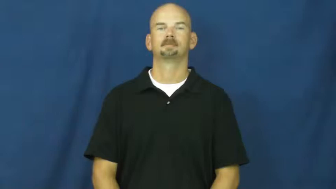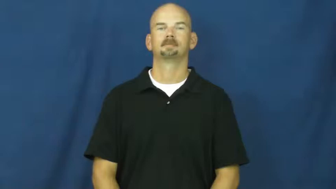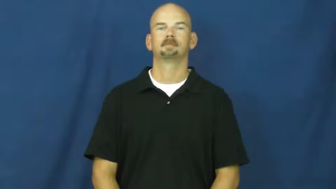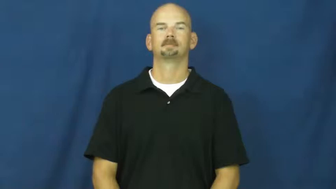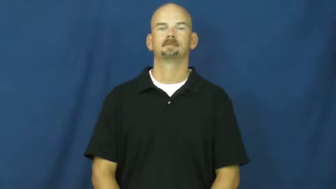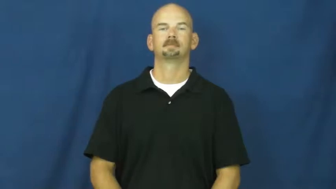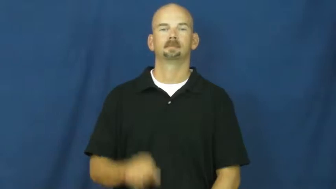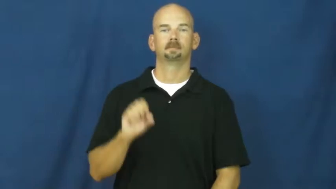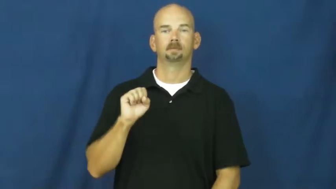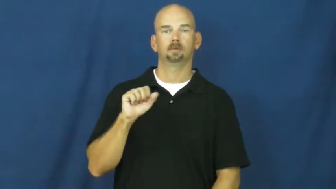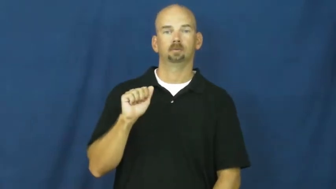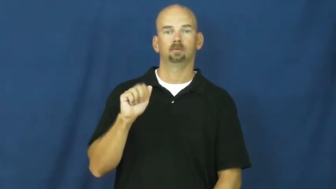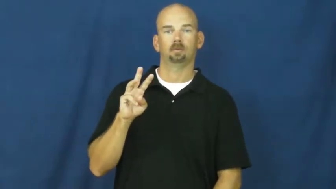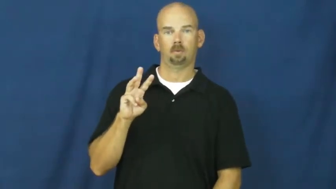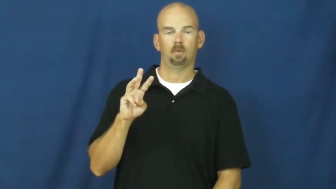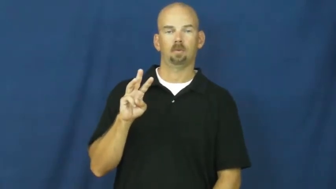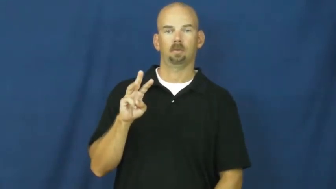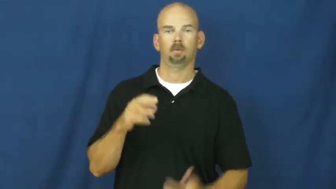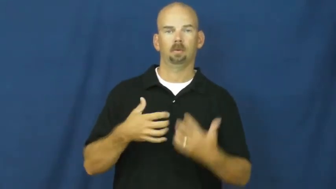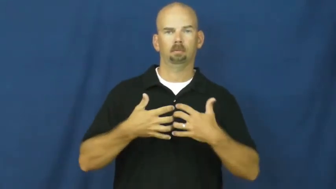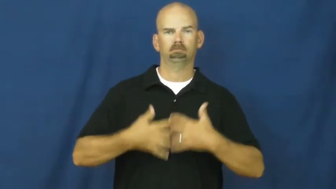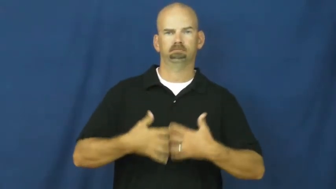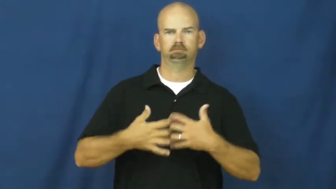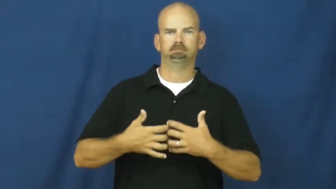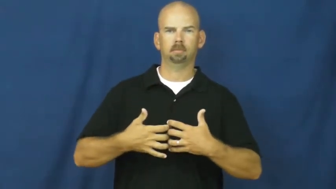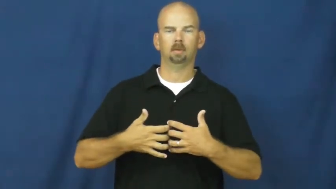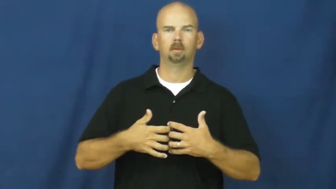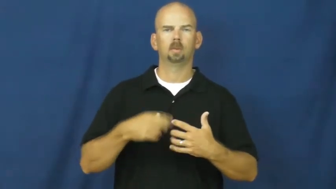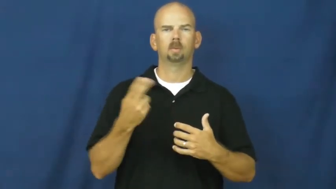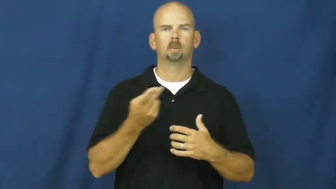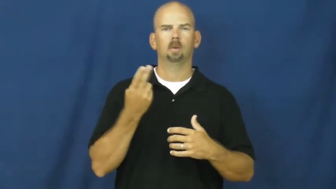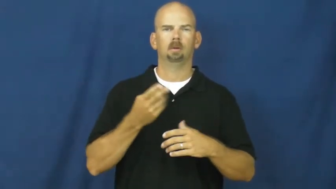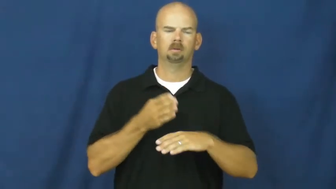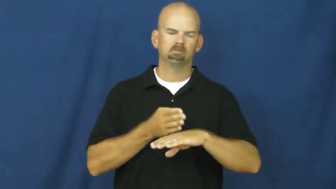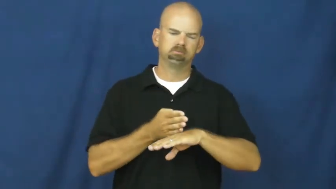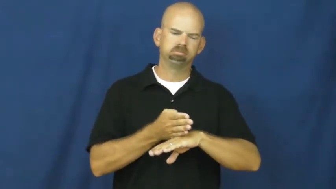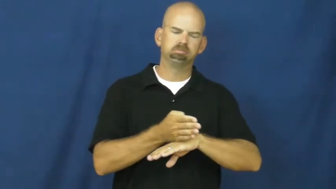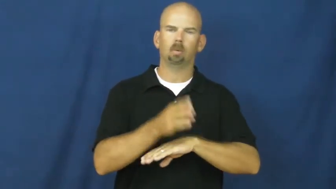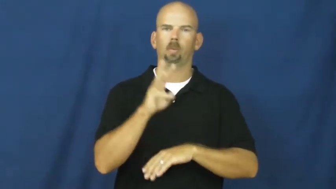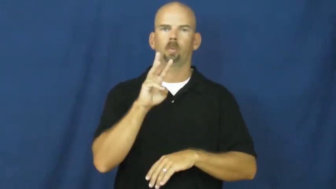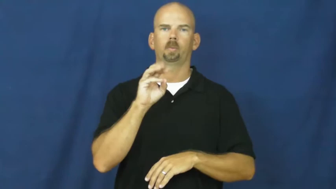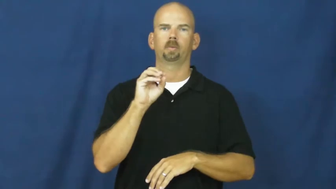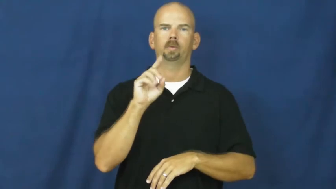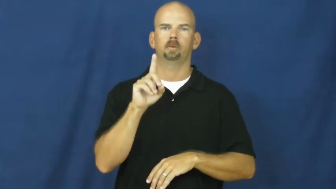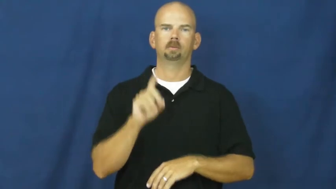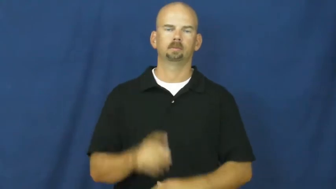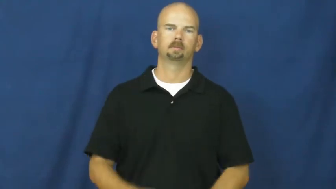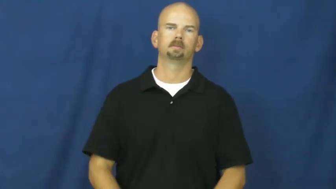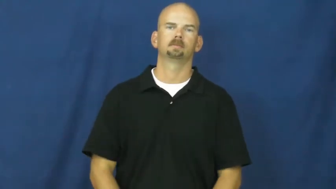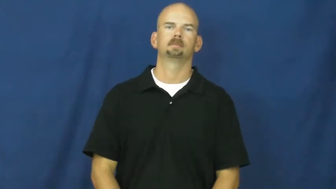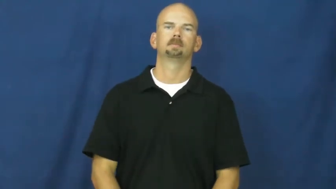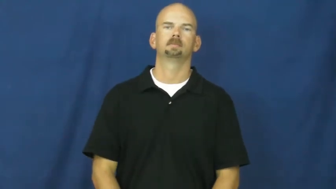saw-electric